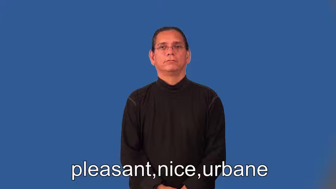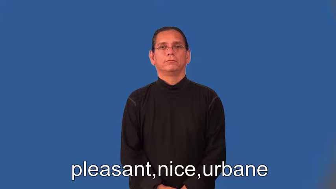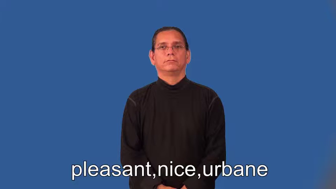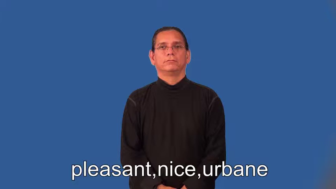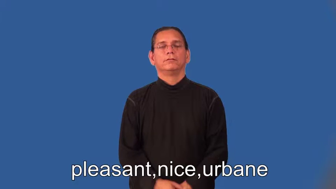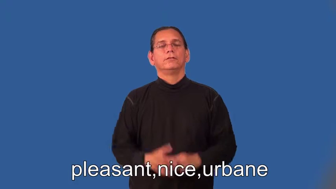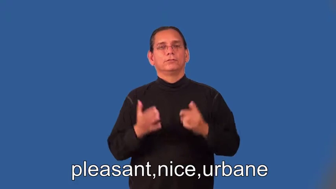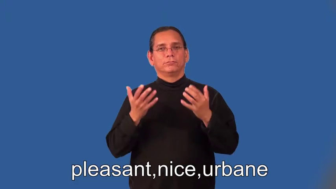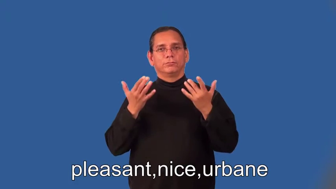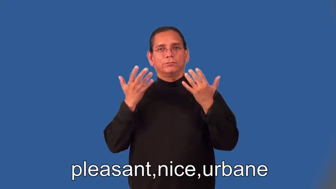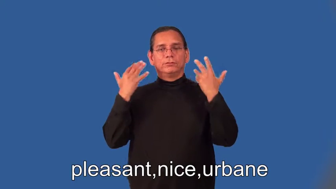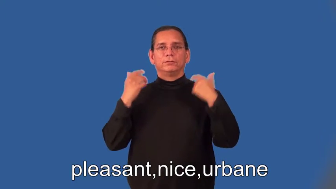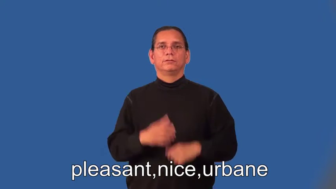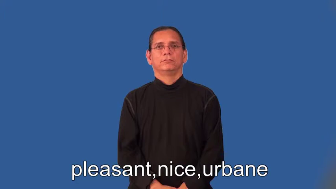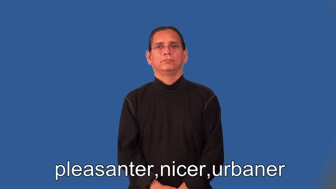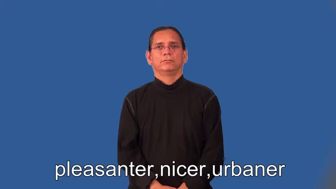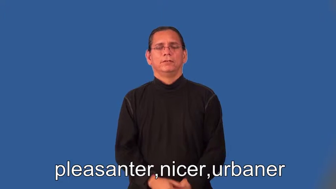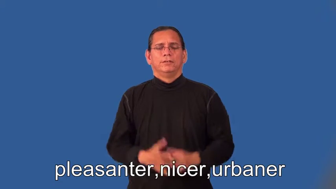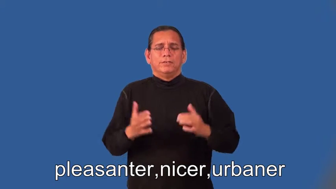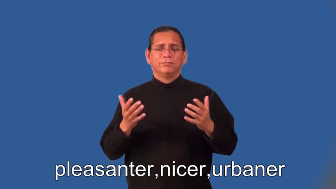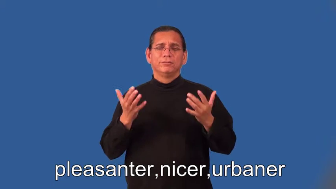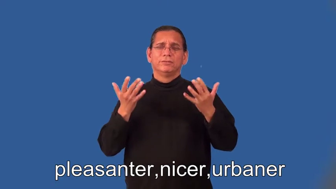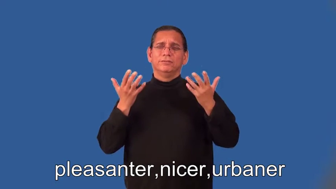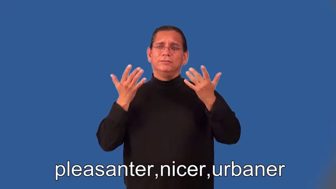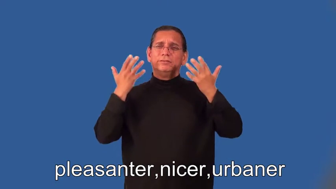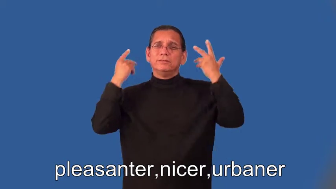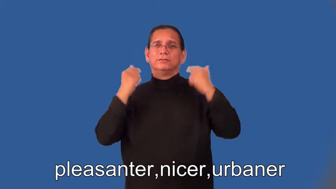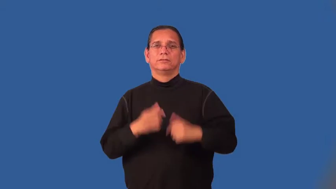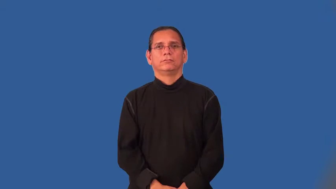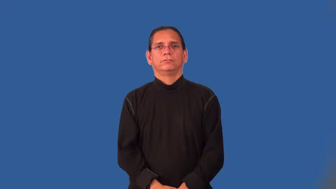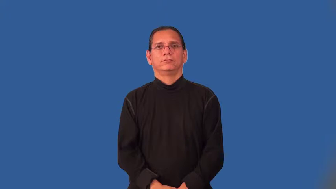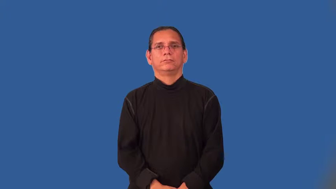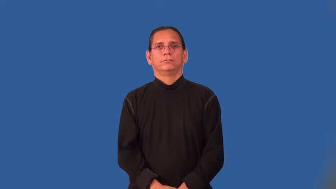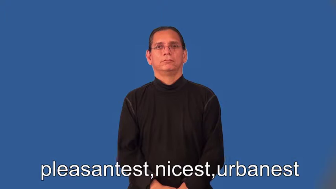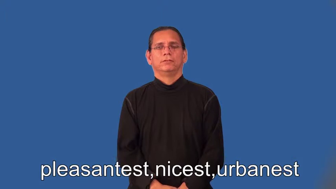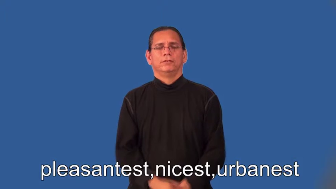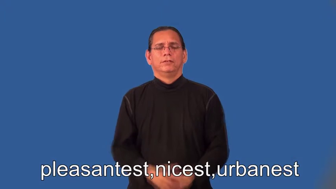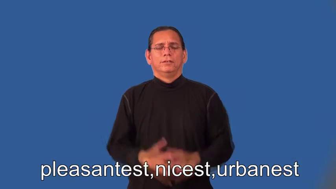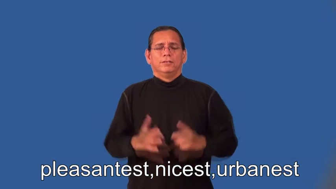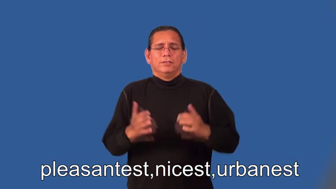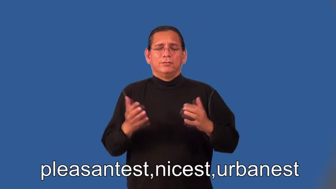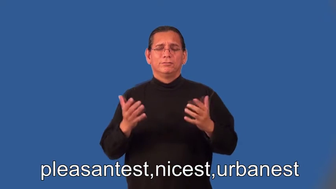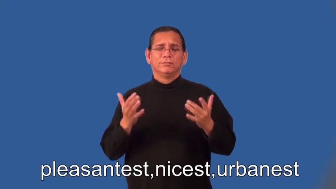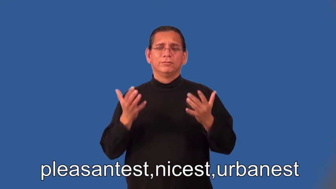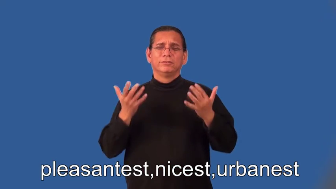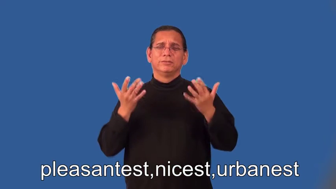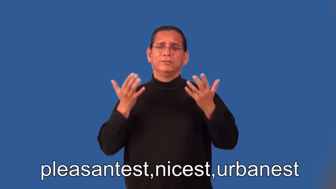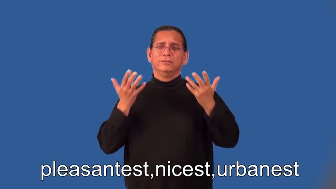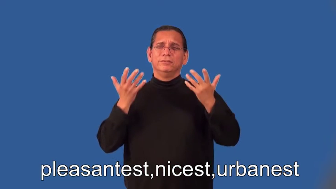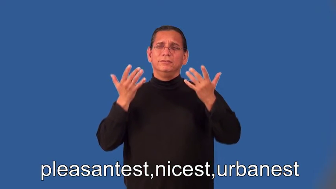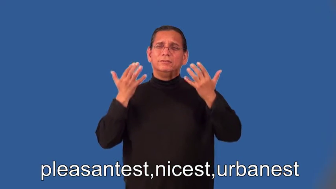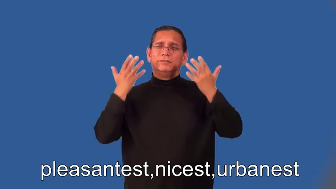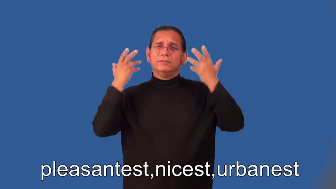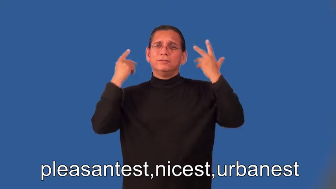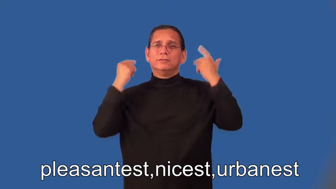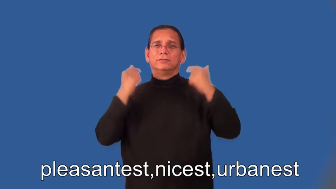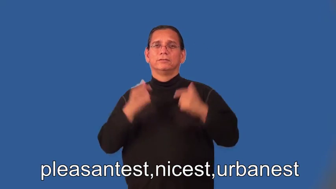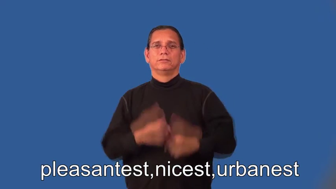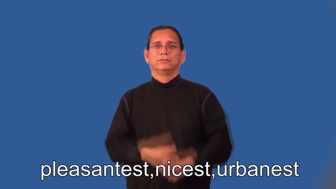pleasanter,nicer,urbaner,pleasantest,nicest,urbanest